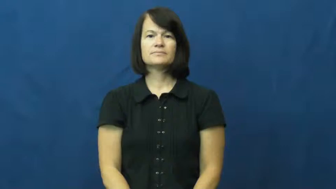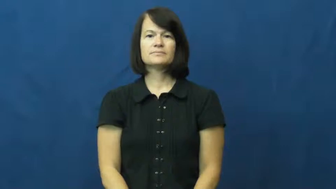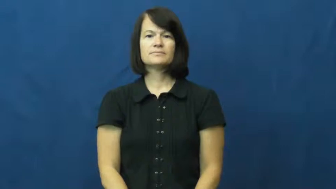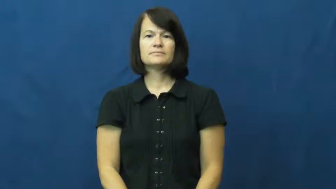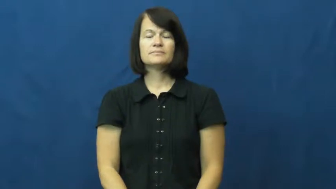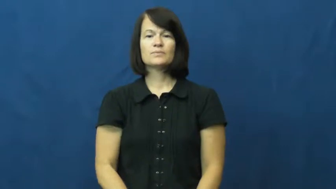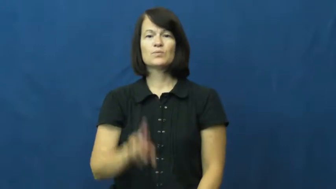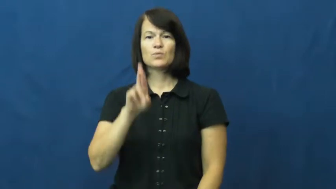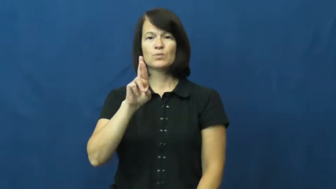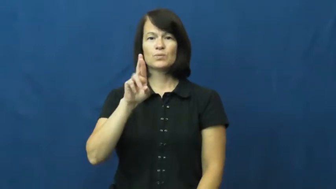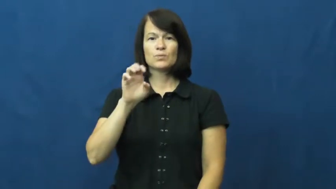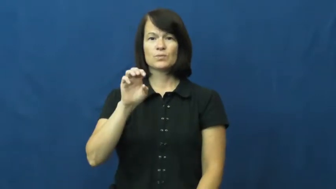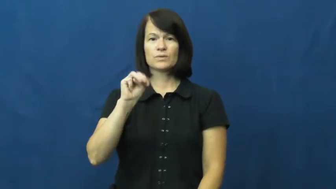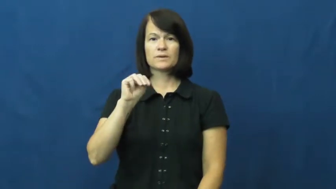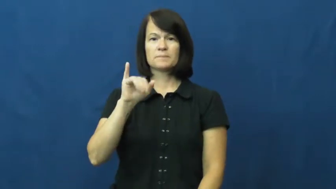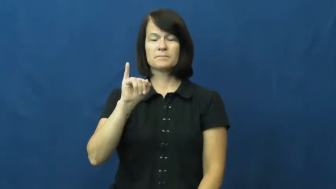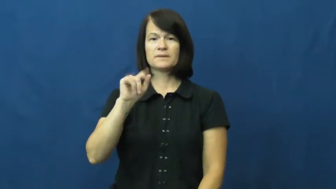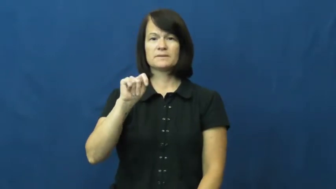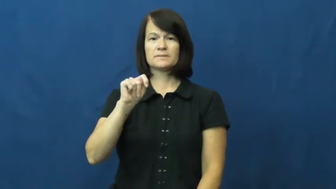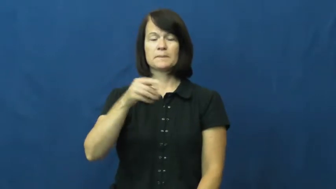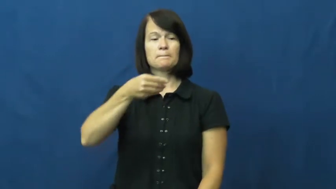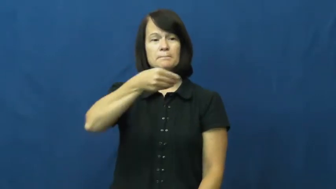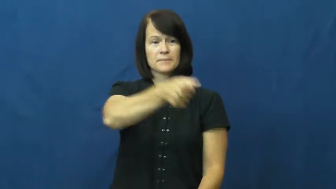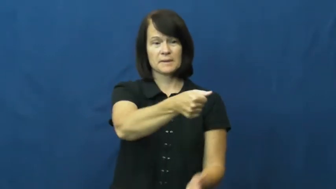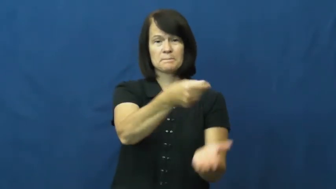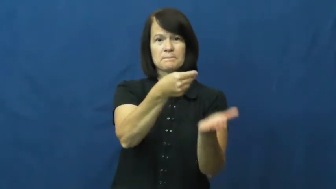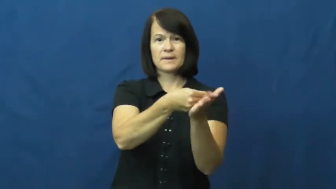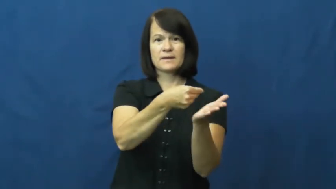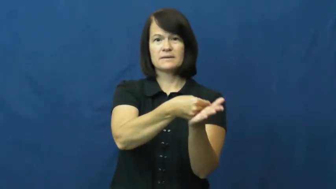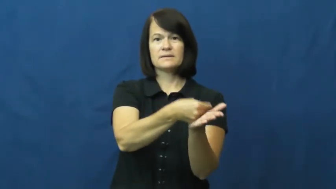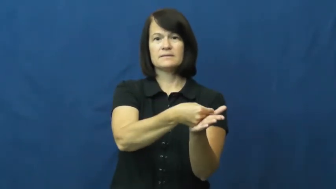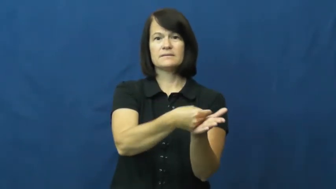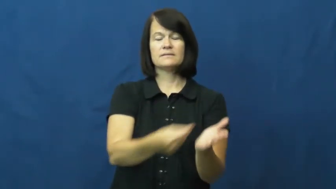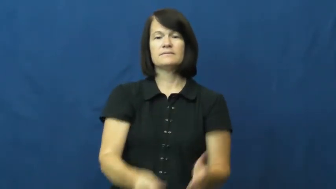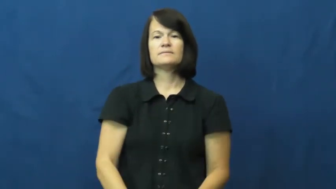remit